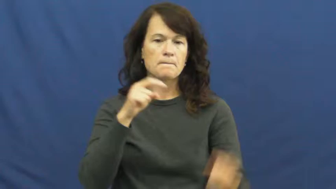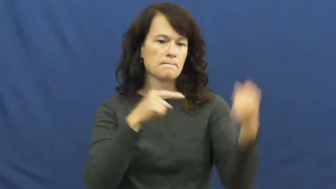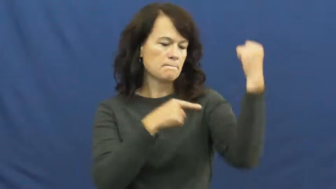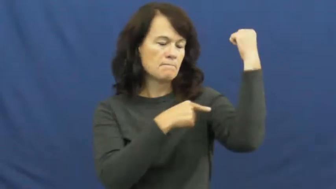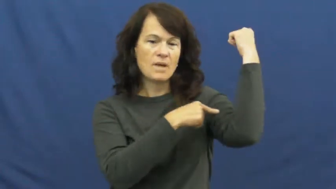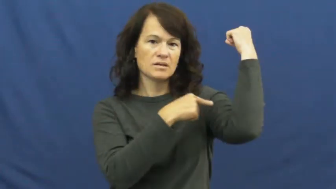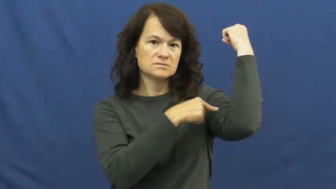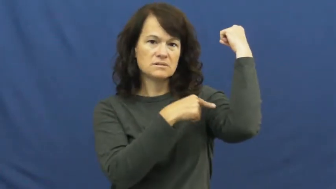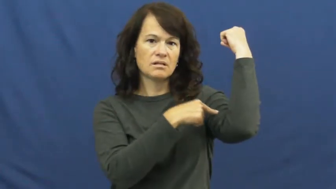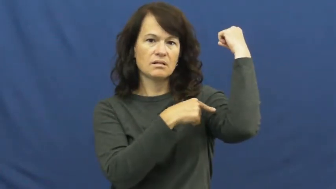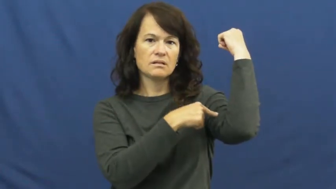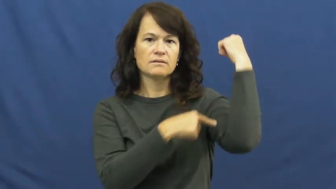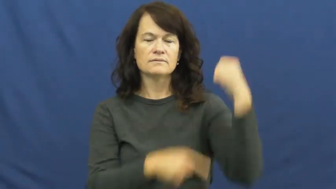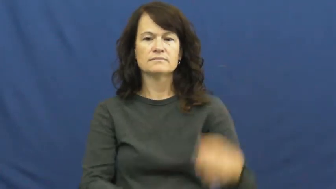muscle,rectus,beef,motor